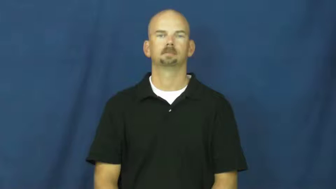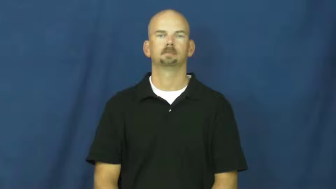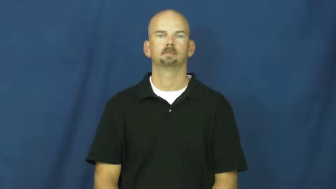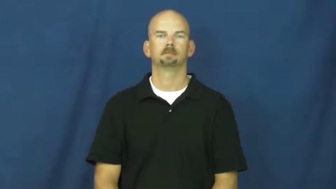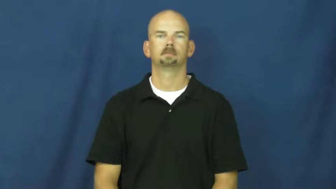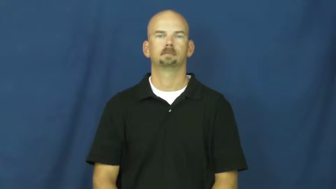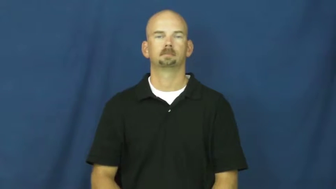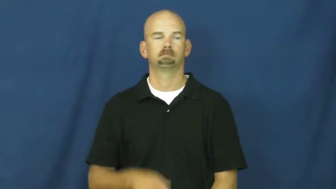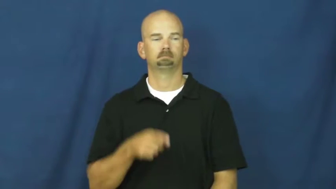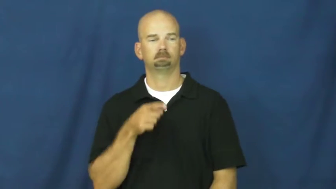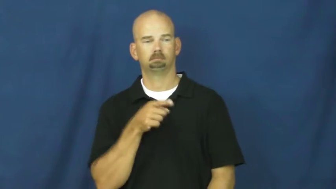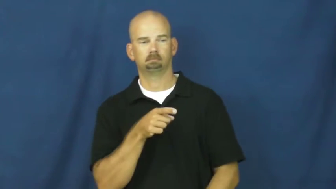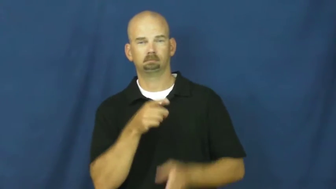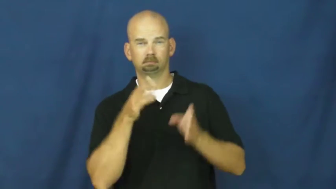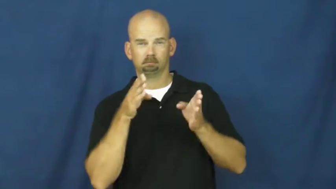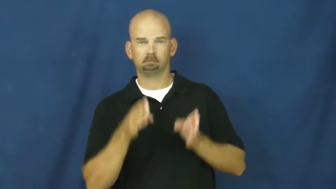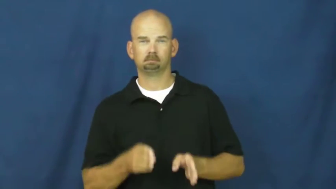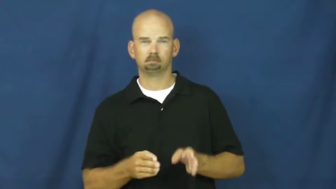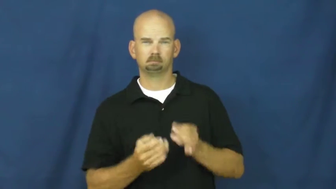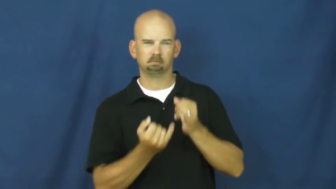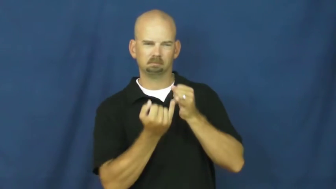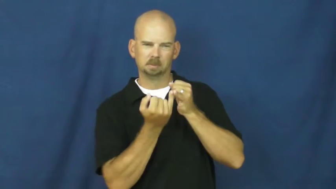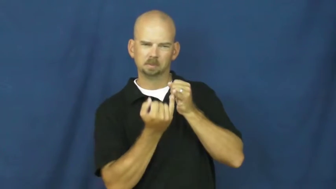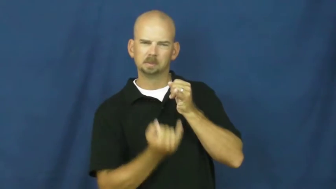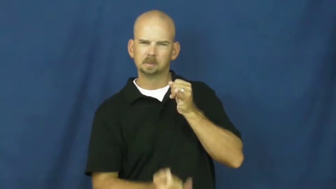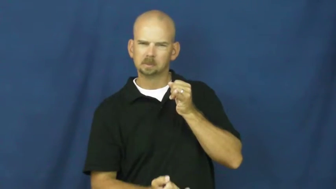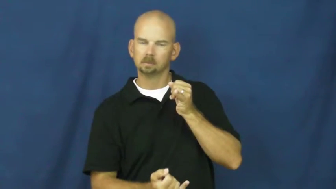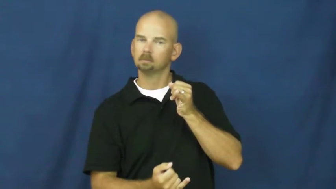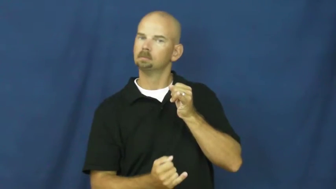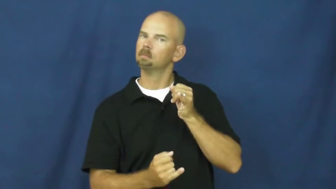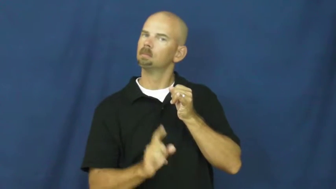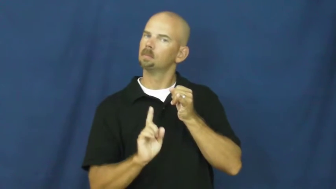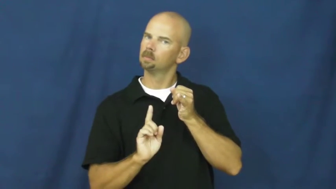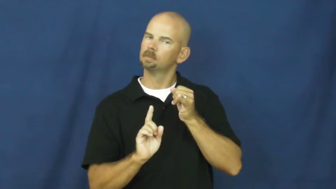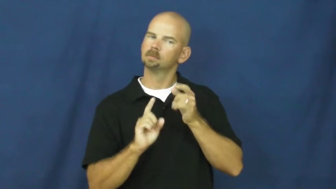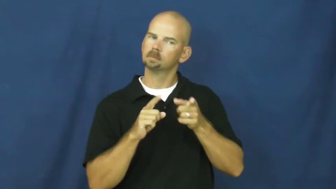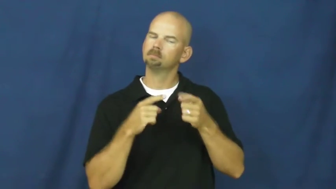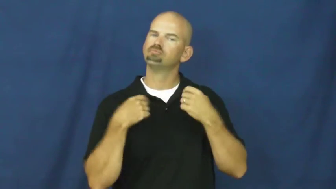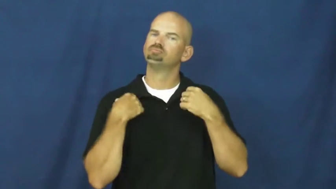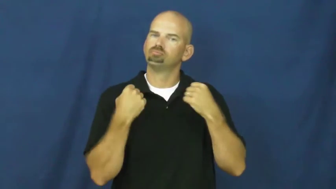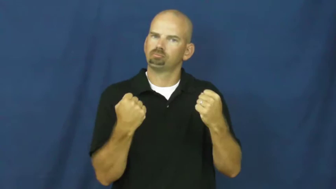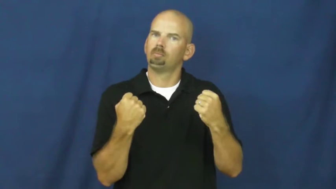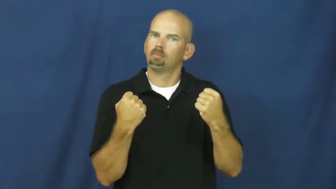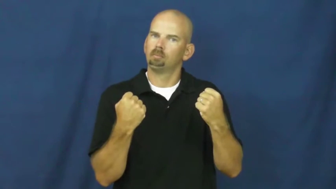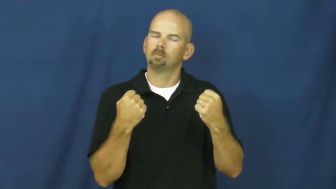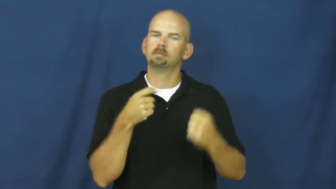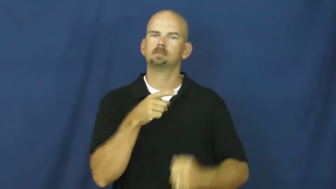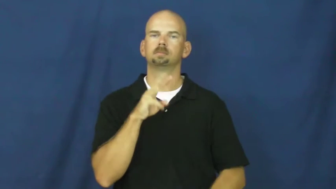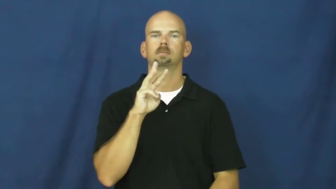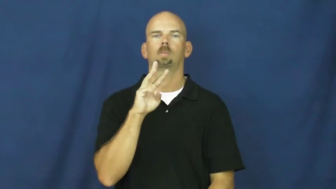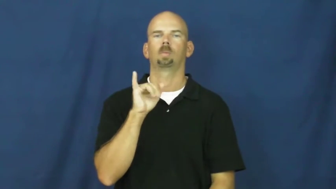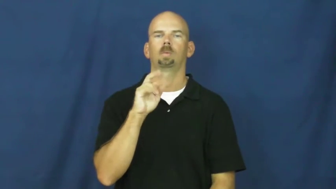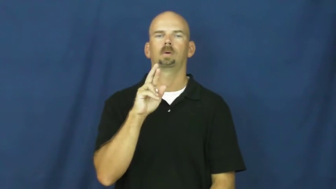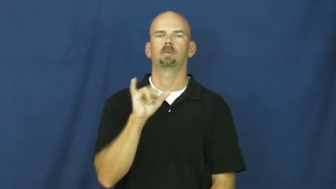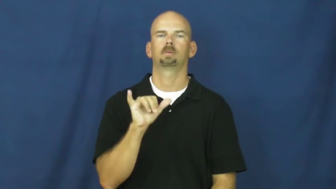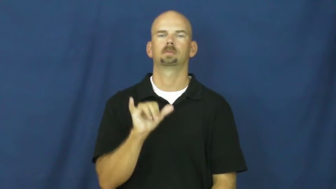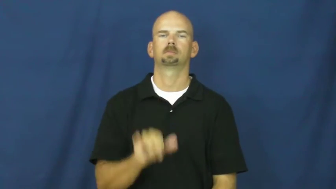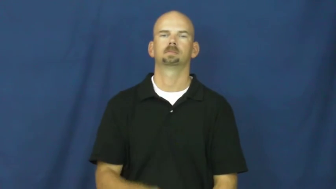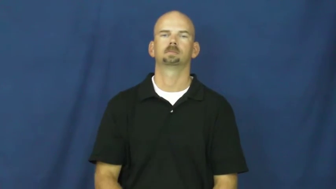wiry-thin but strong